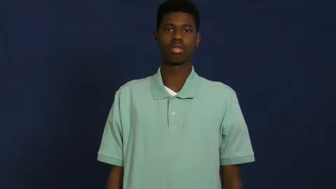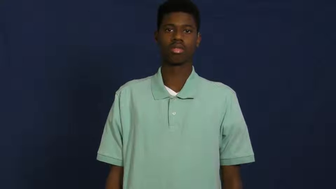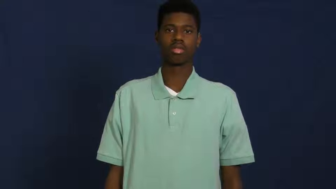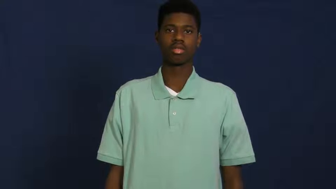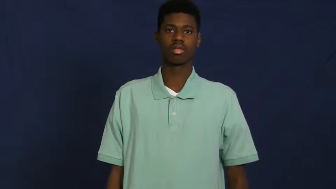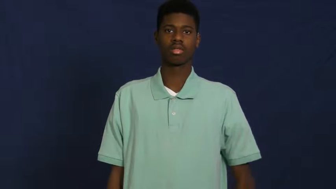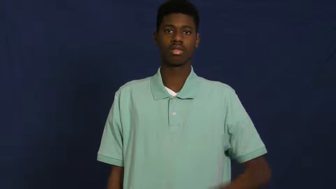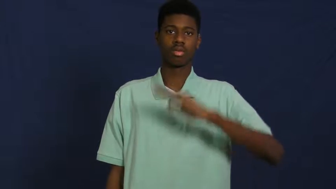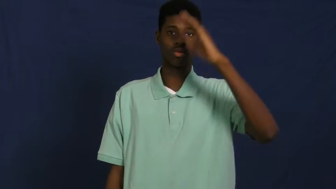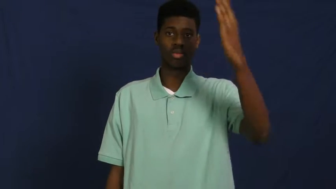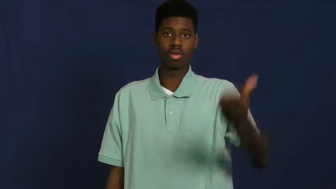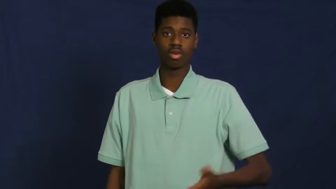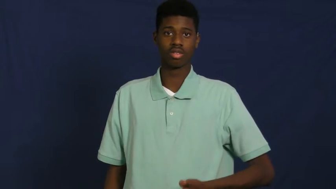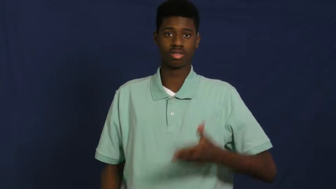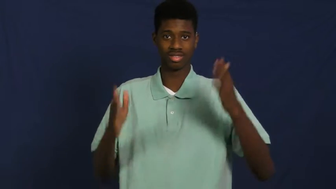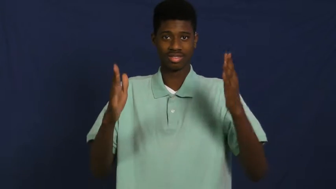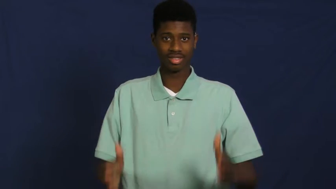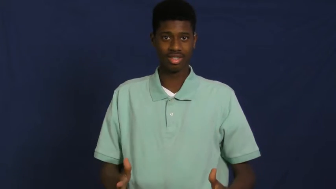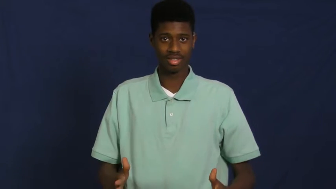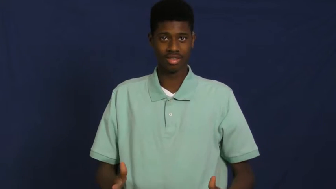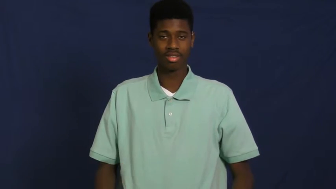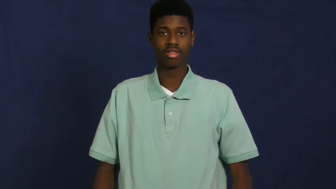guest